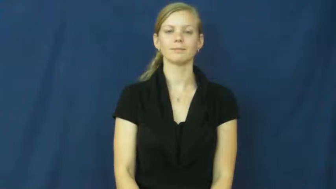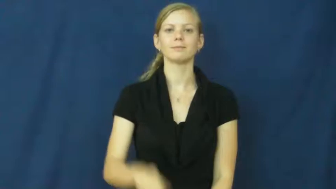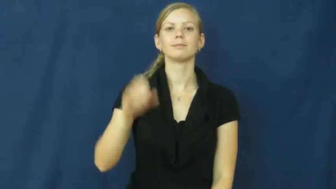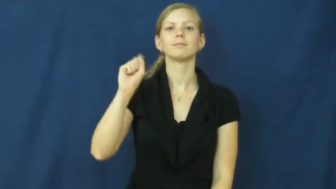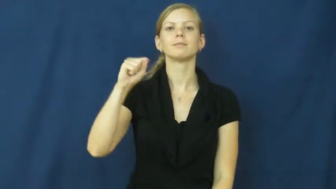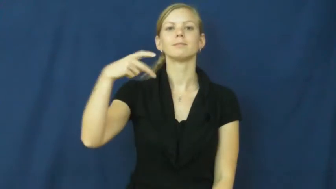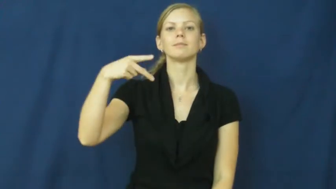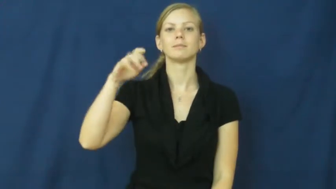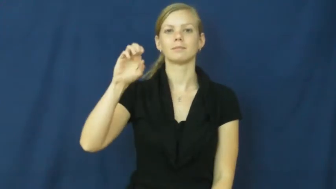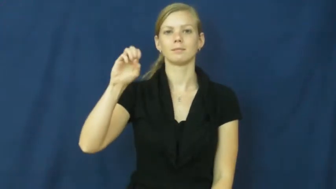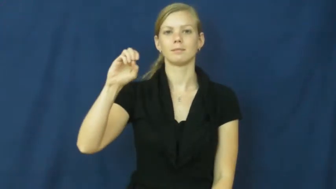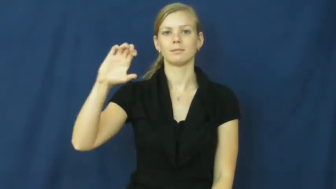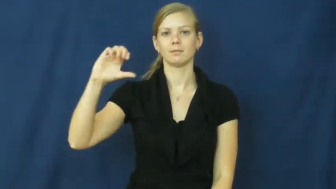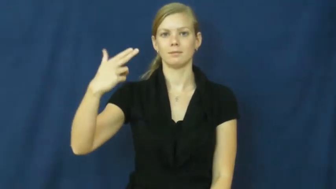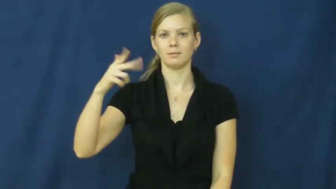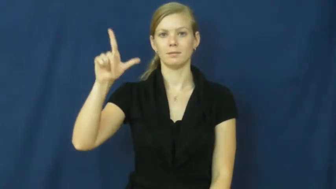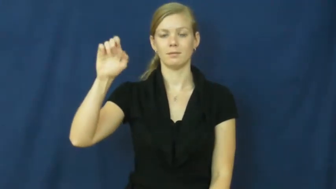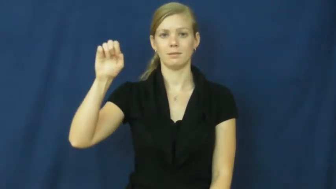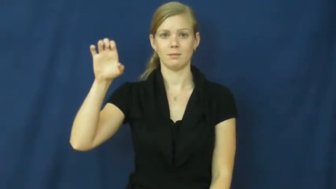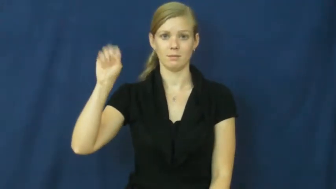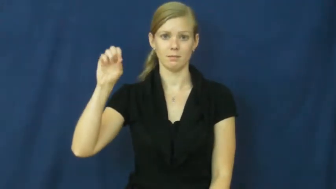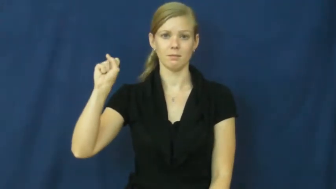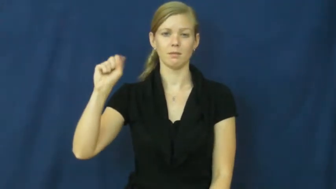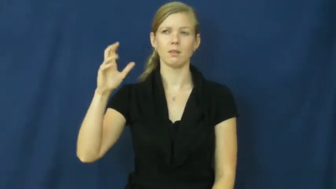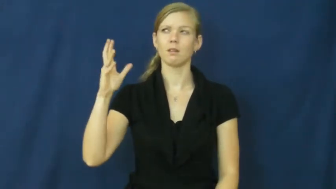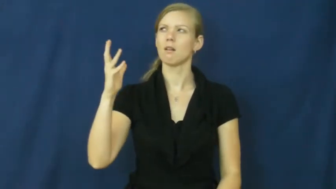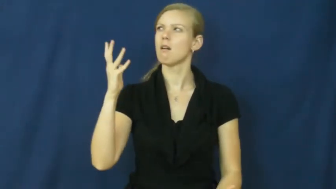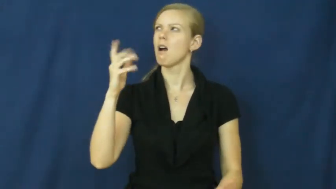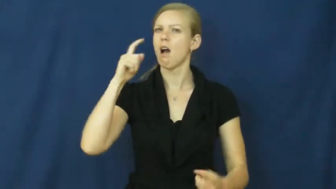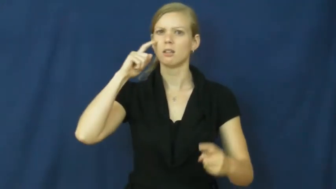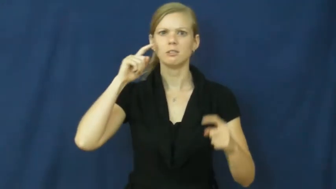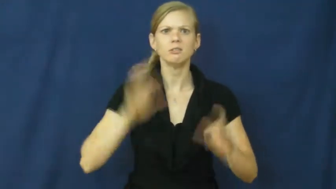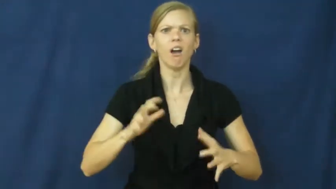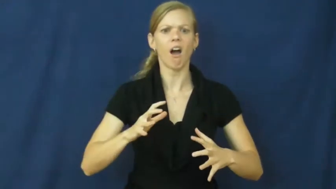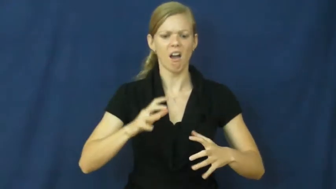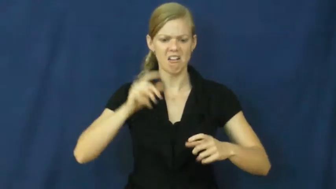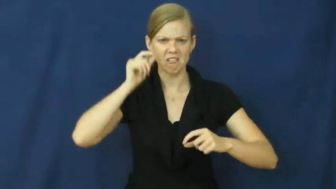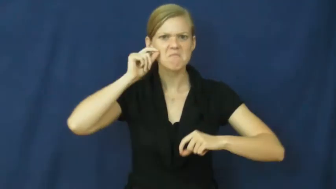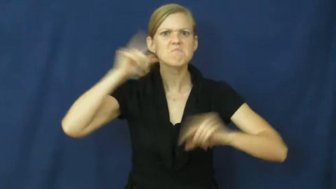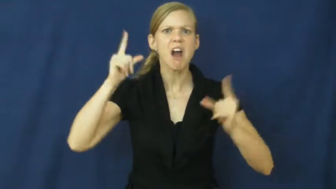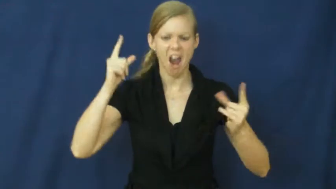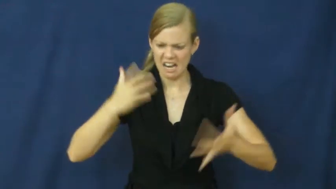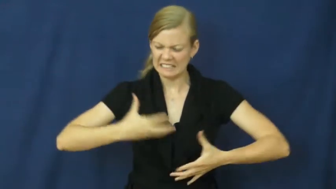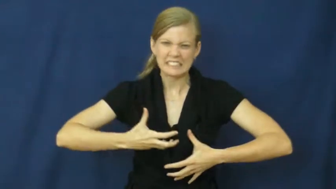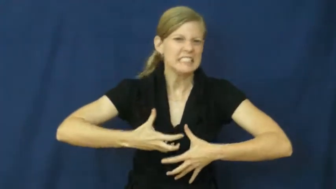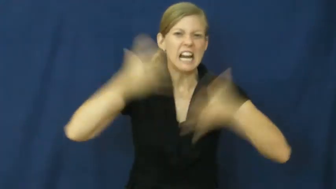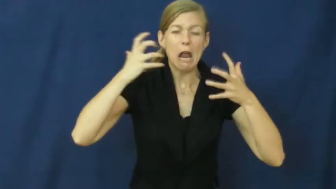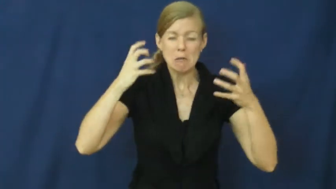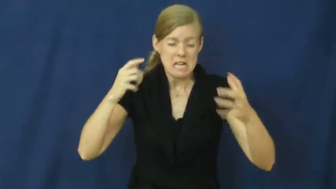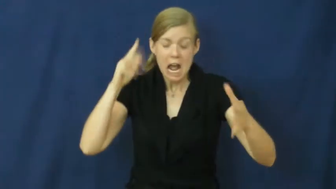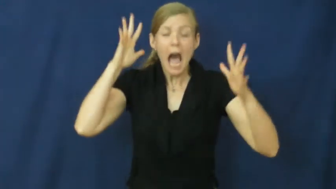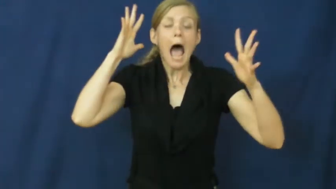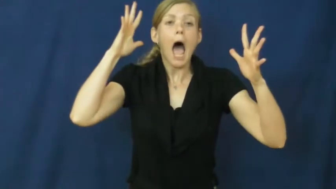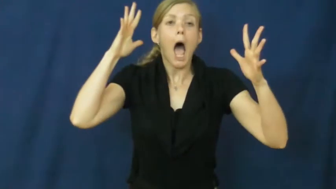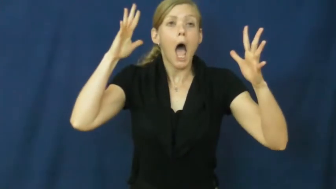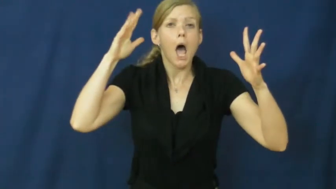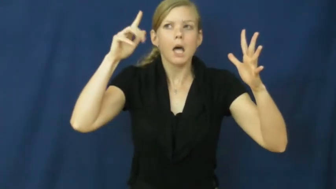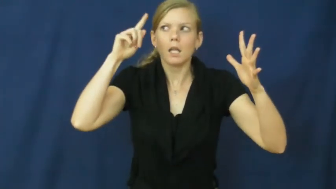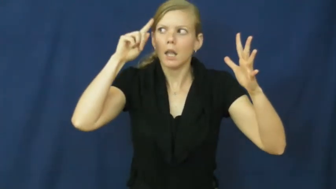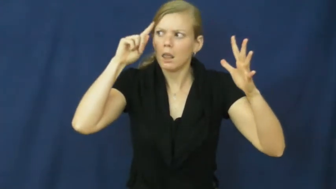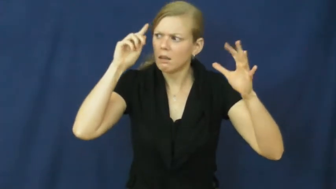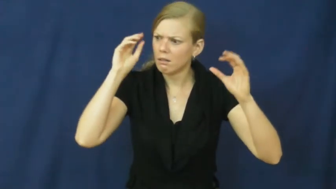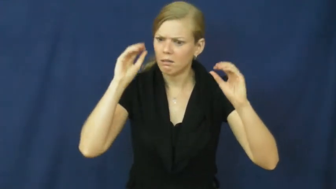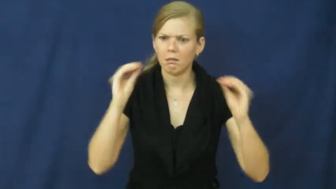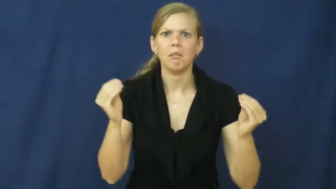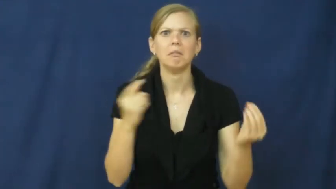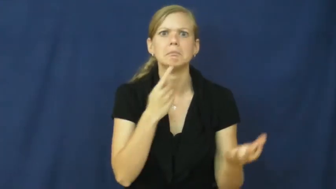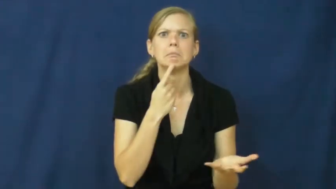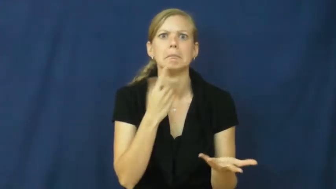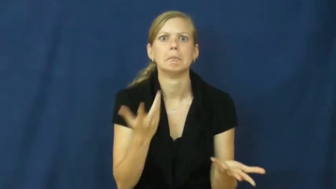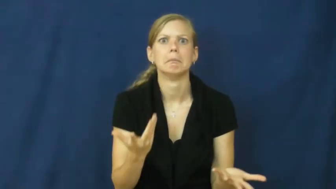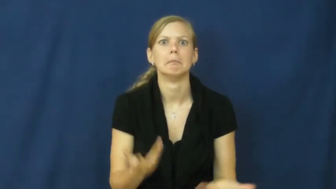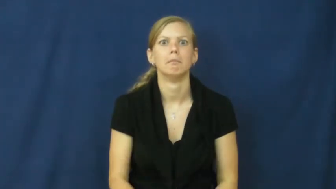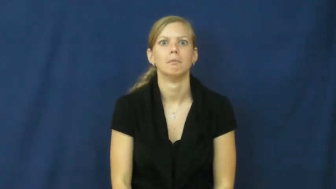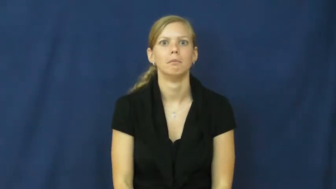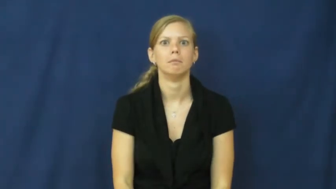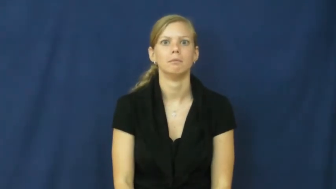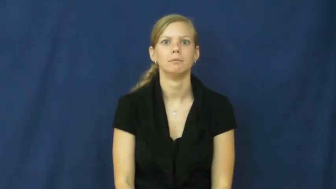speechless